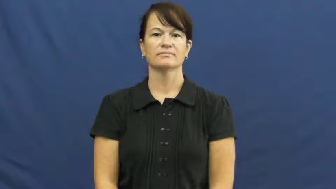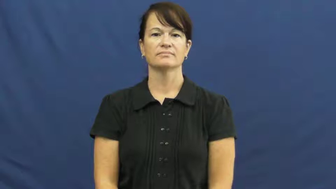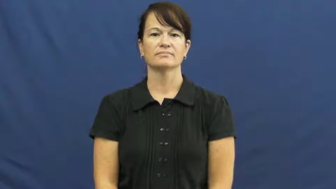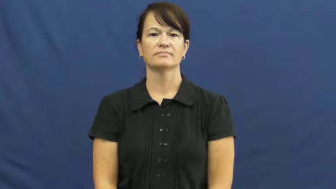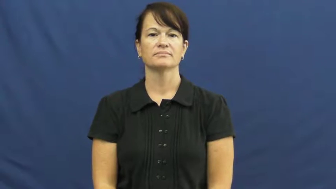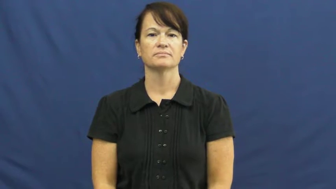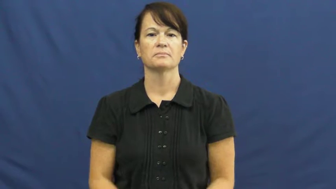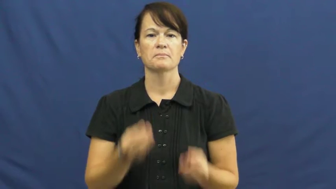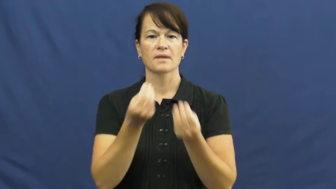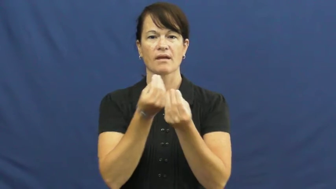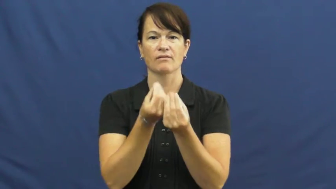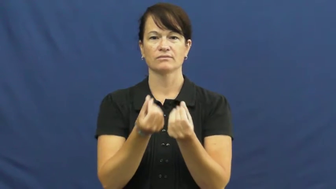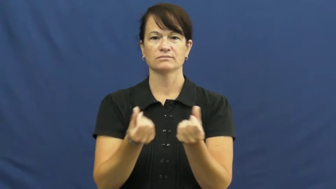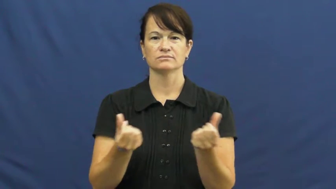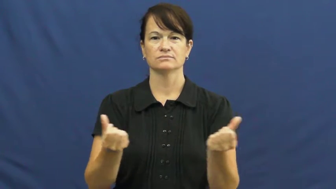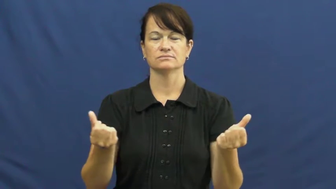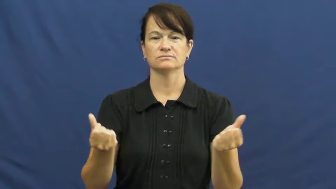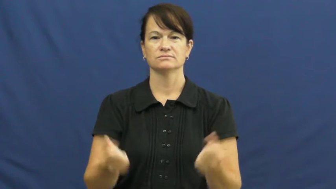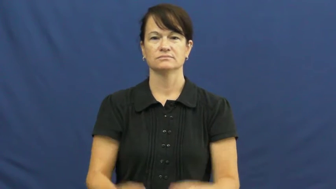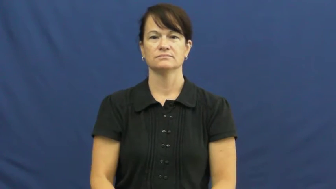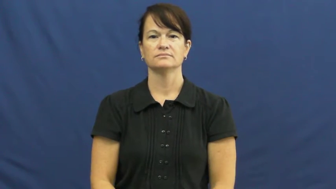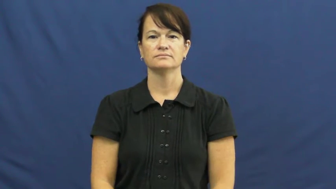melt off